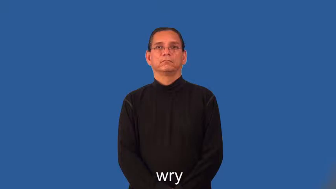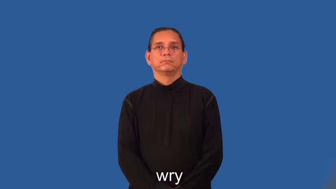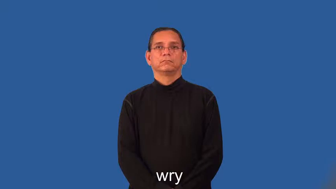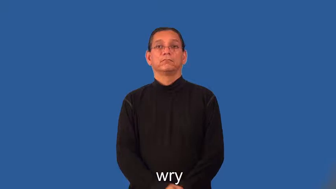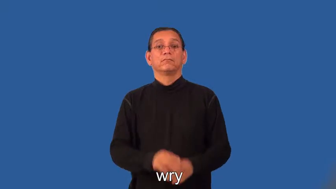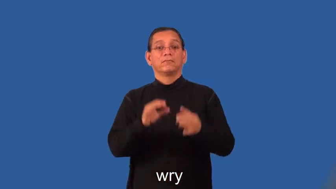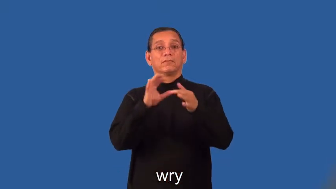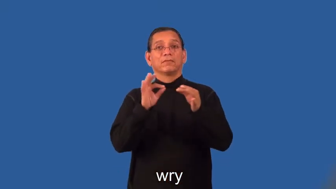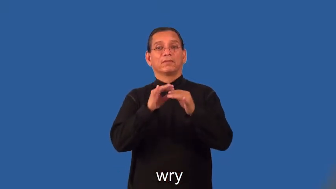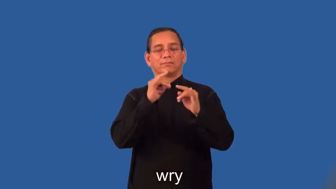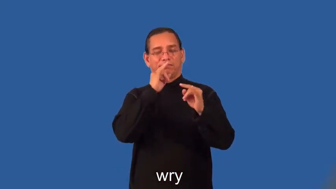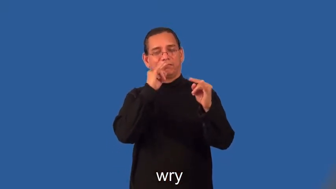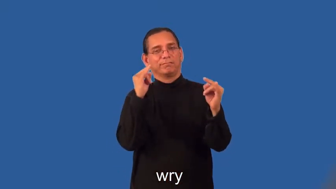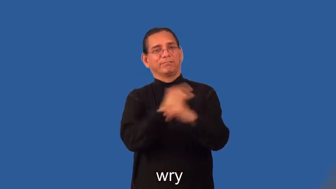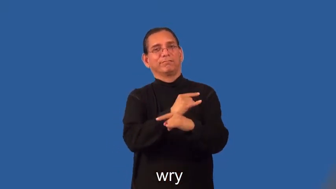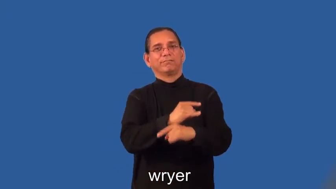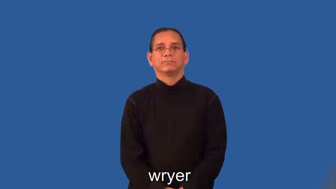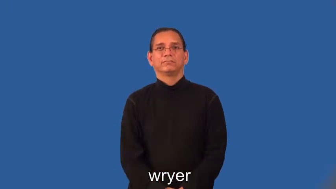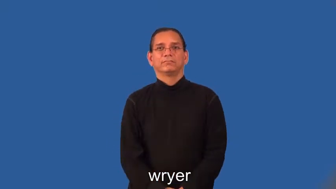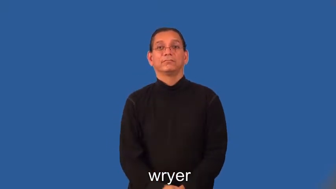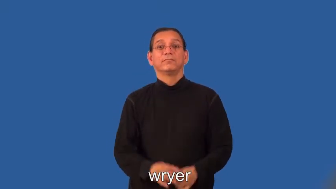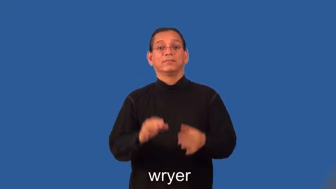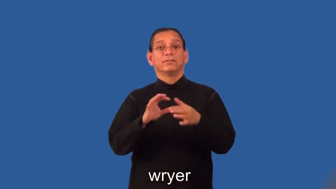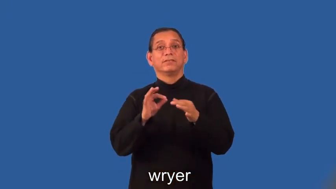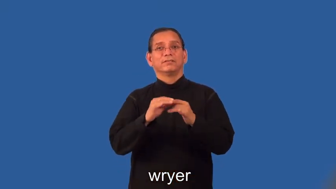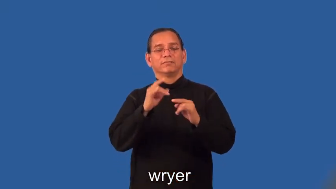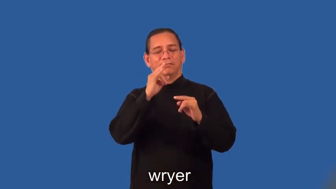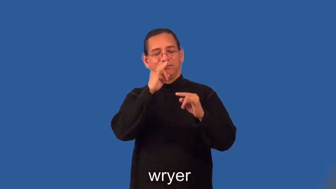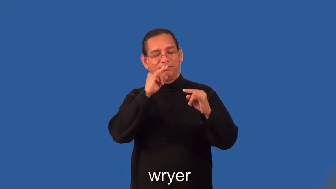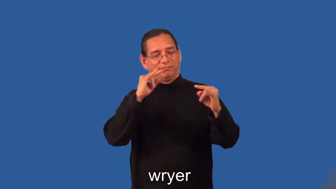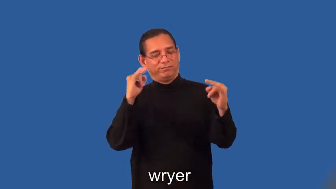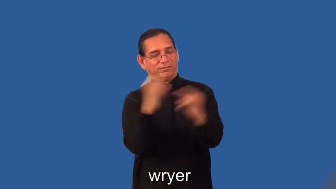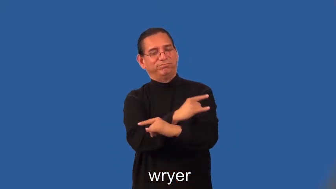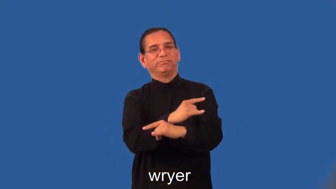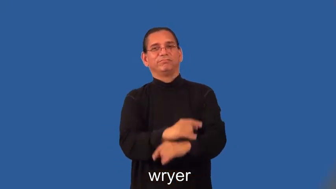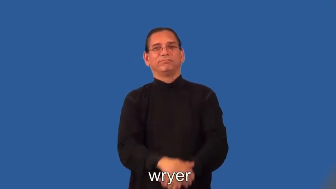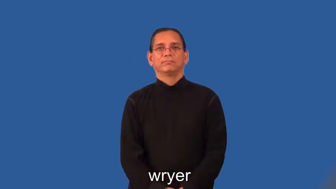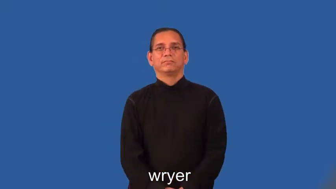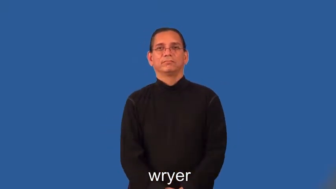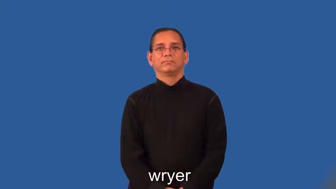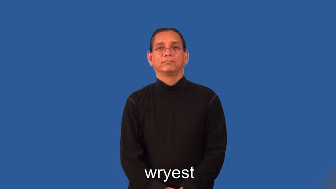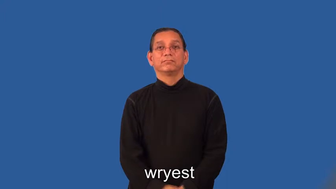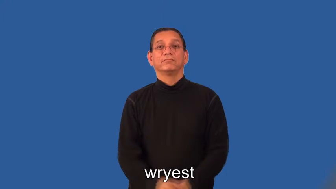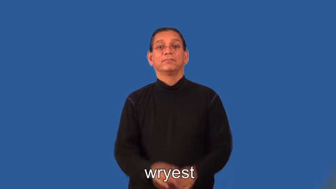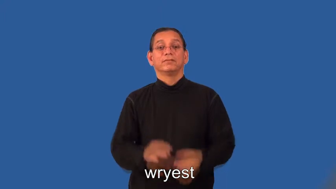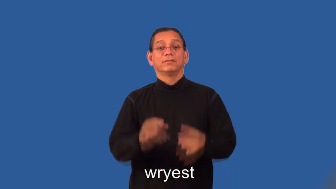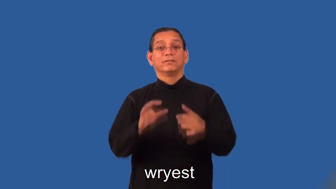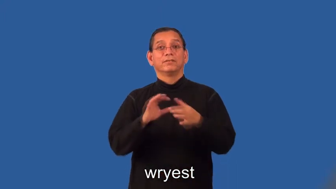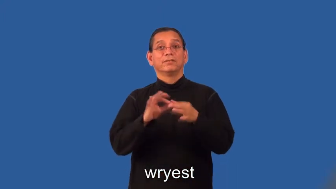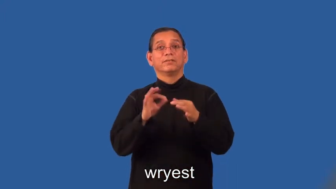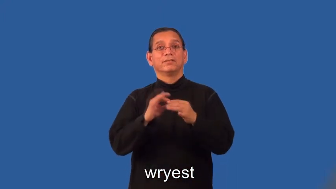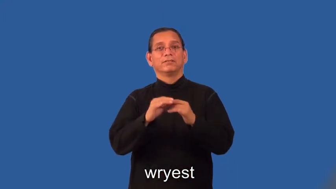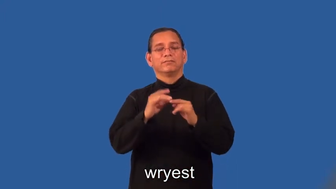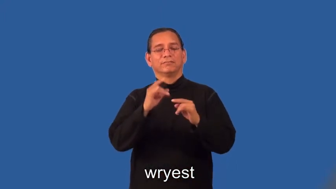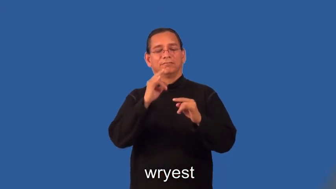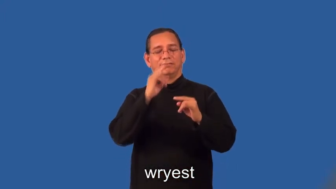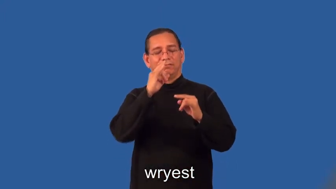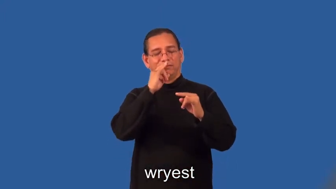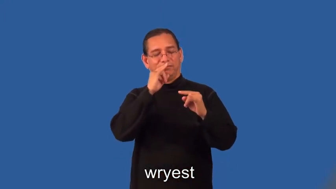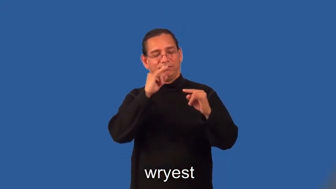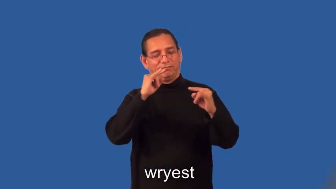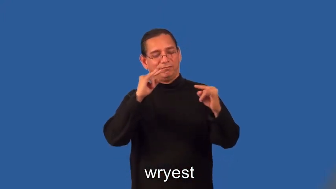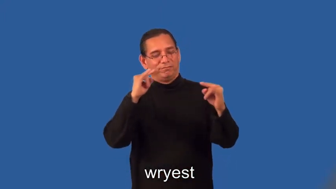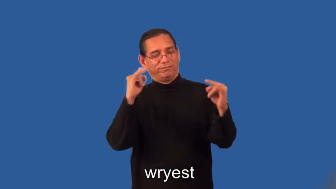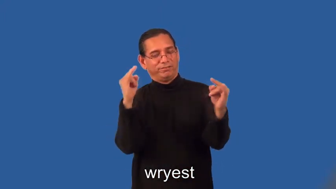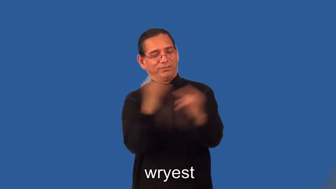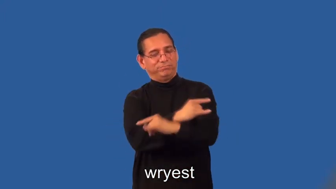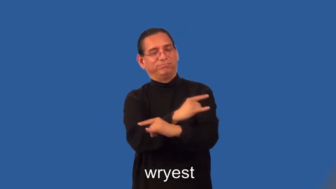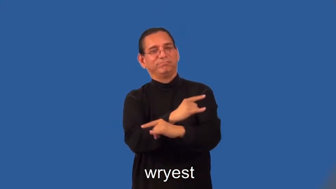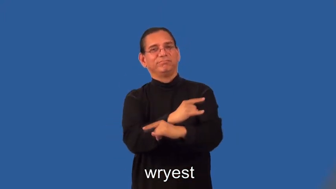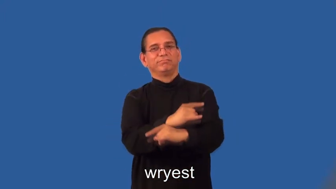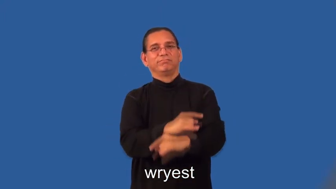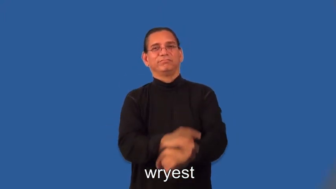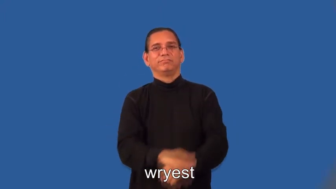wryer,wryest